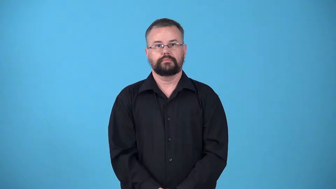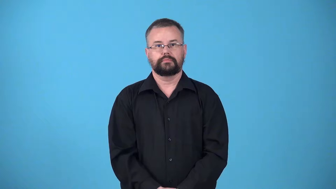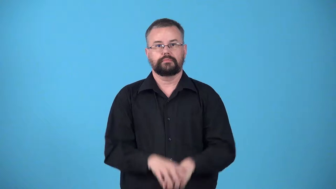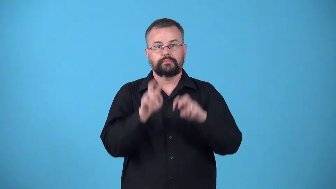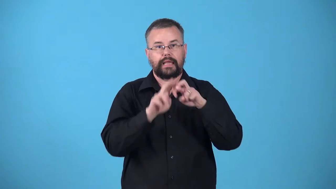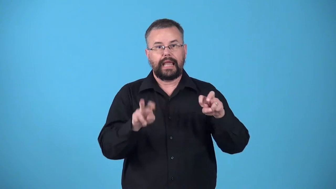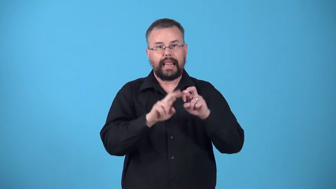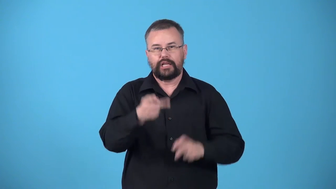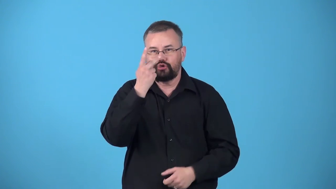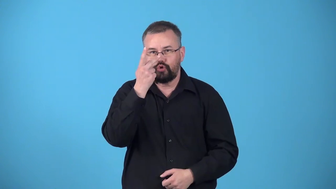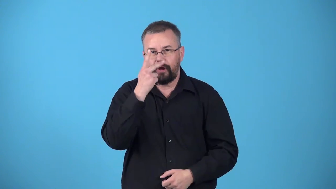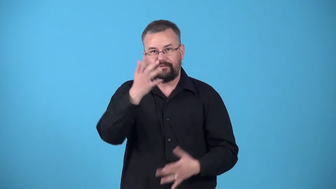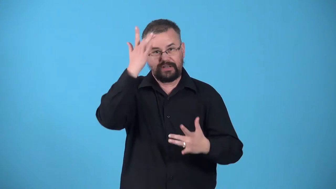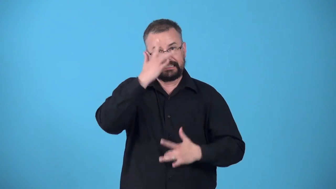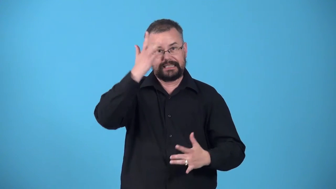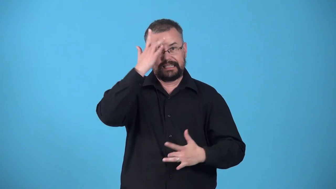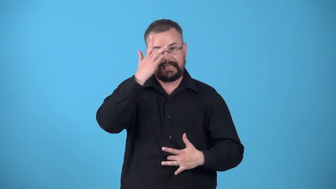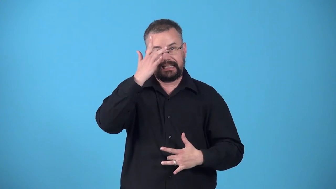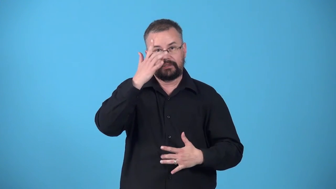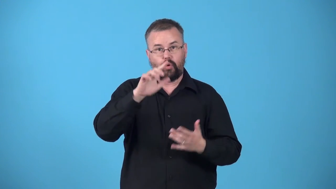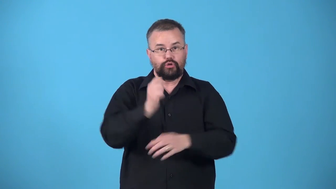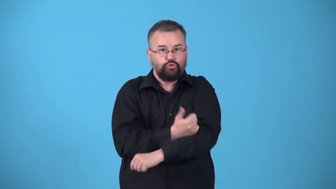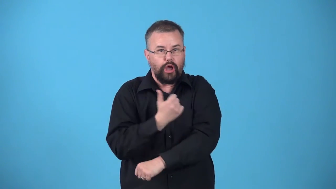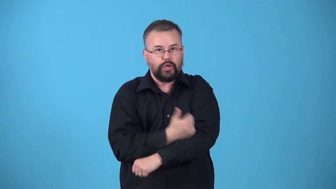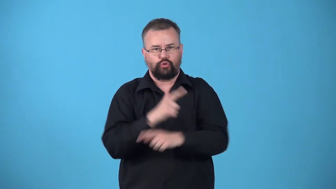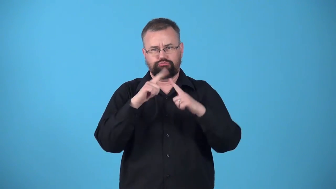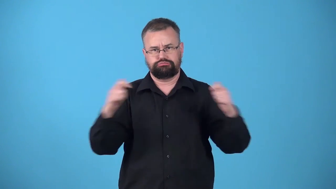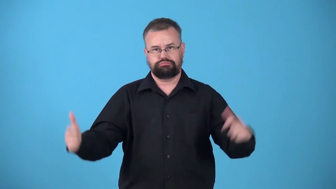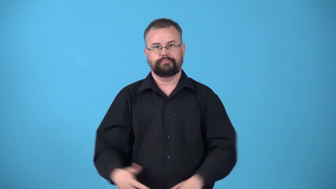urinalysis